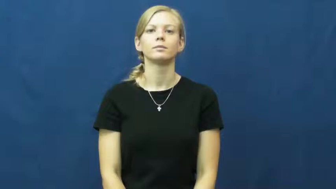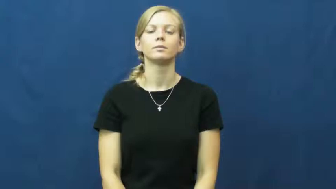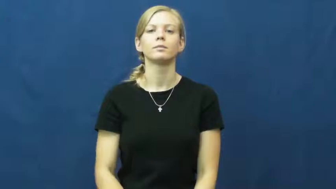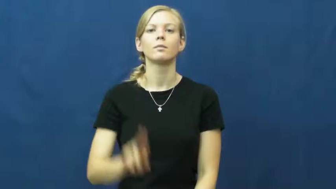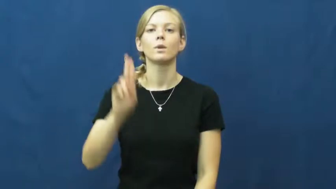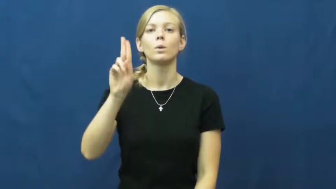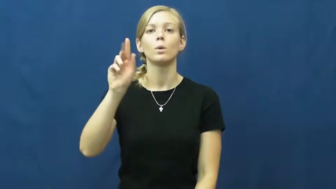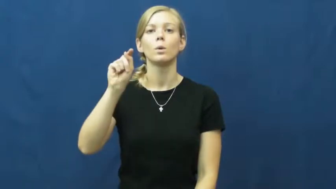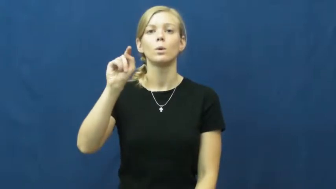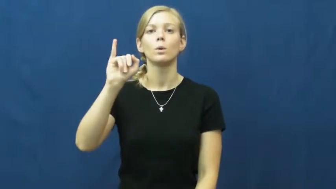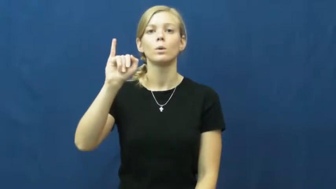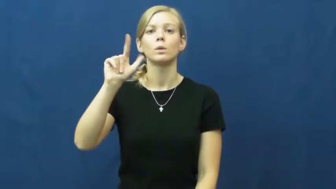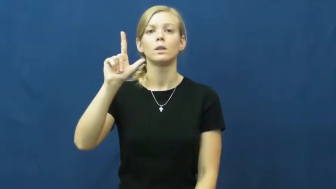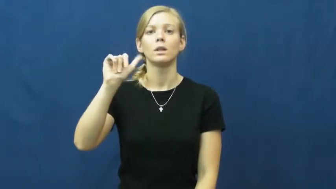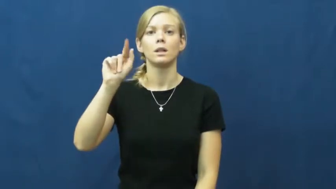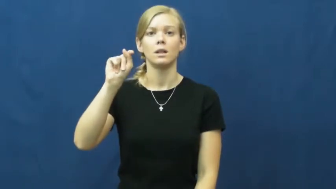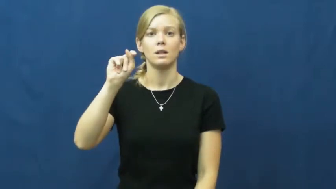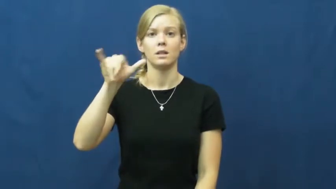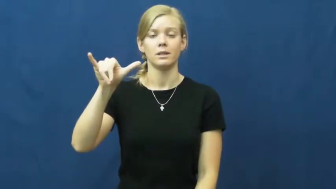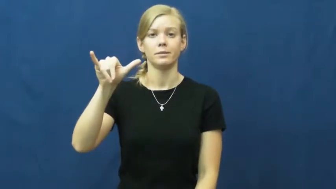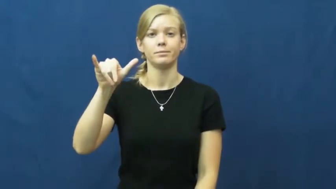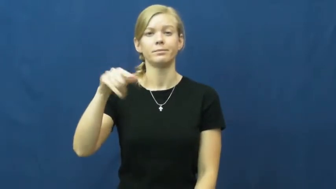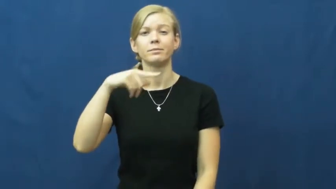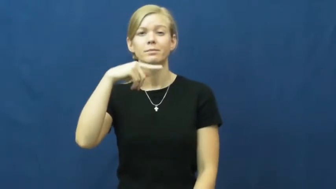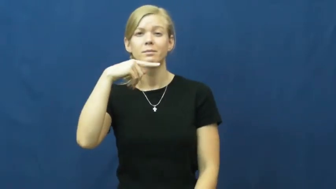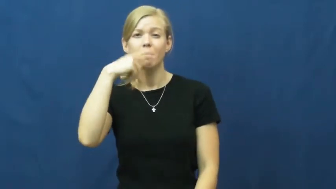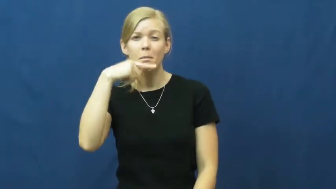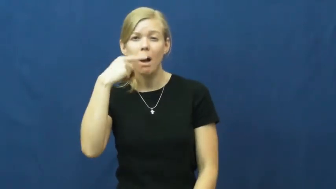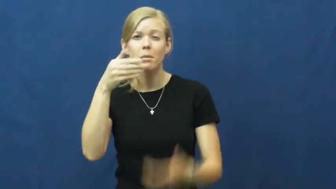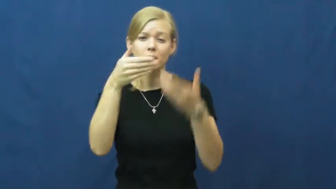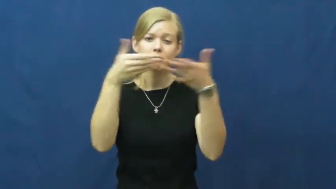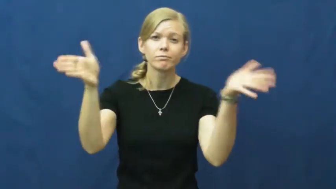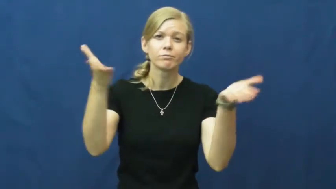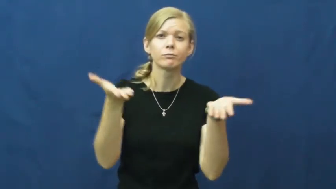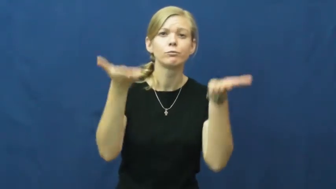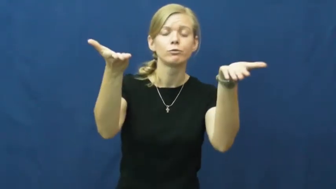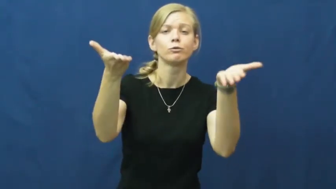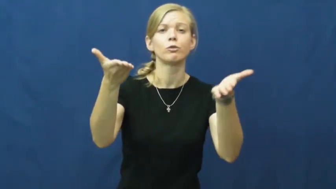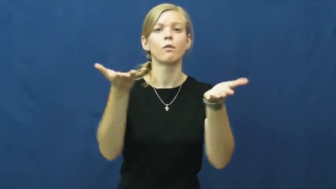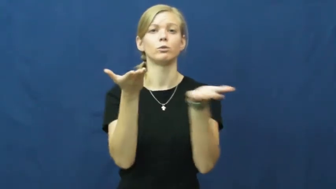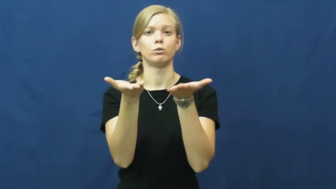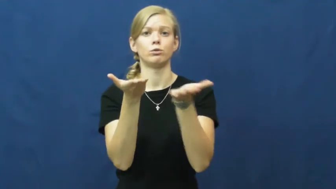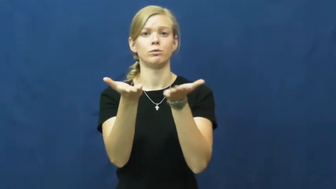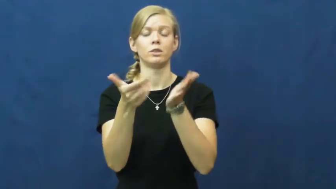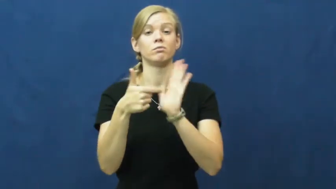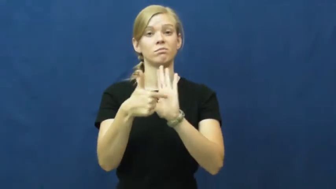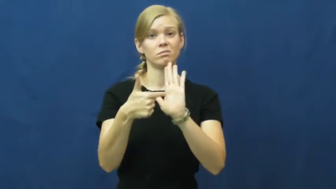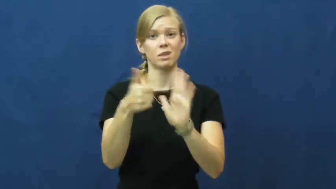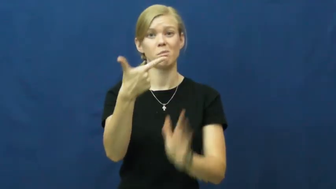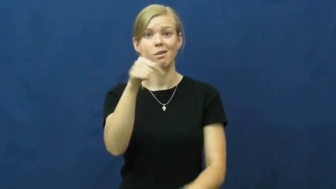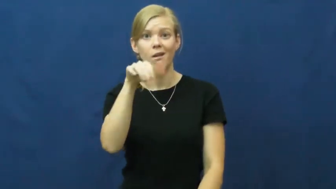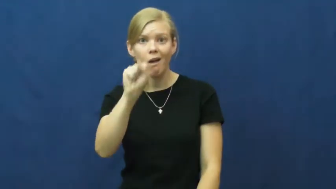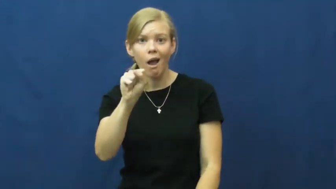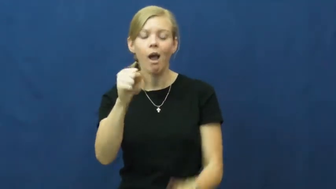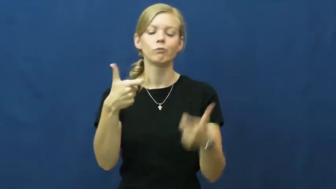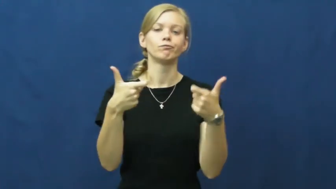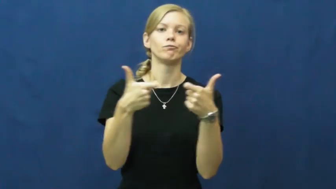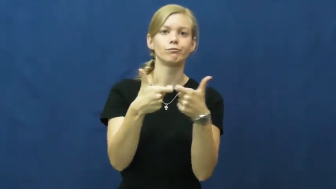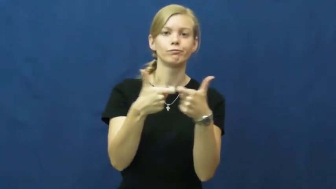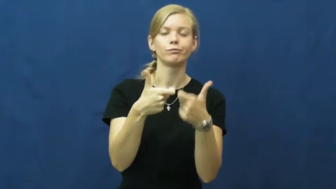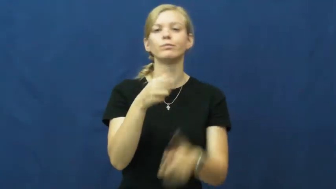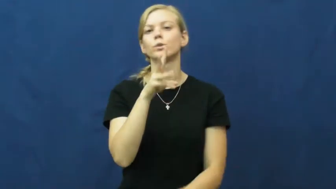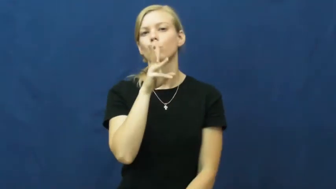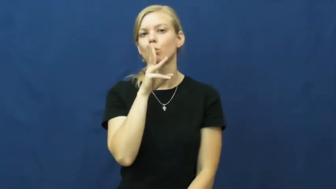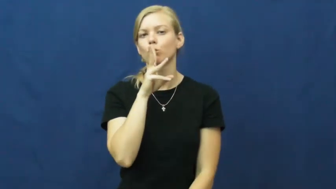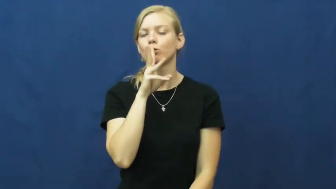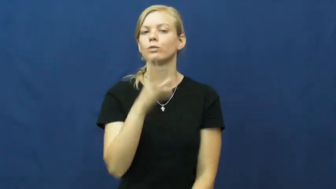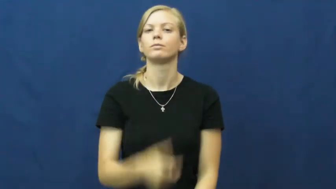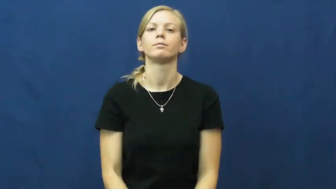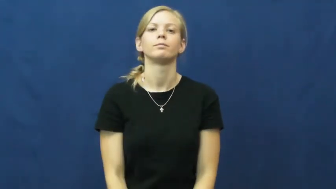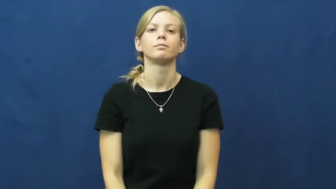utility-services